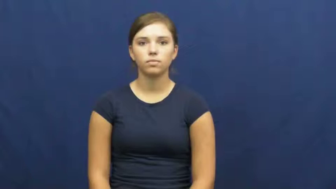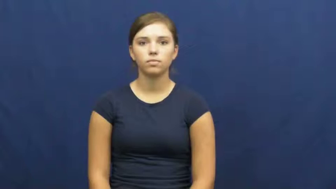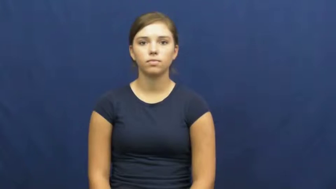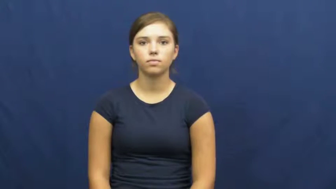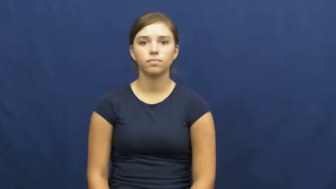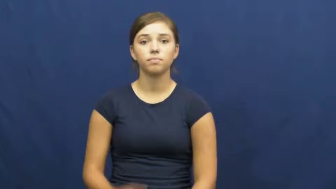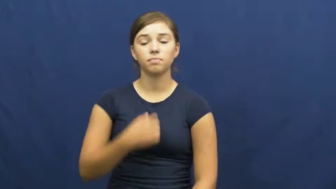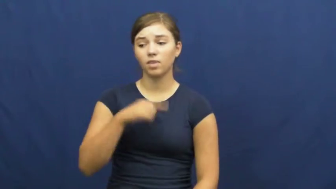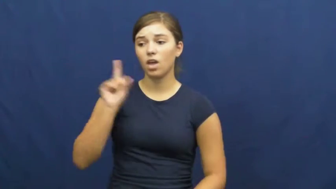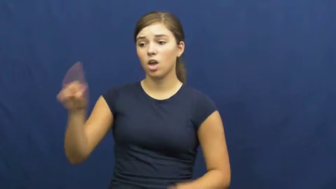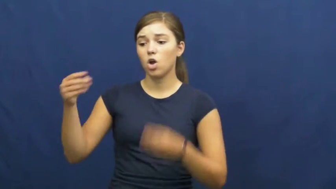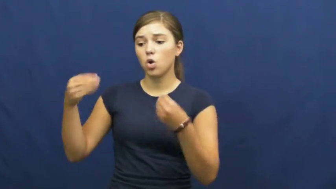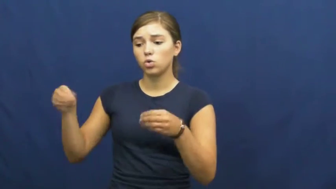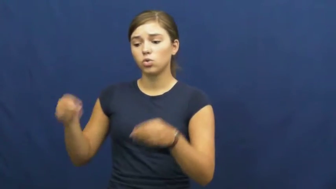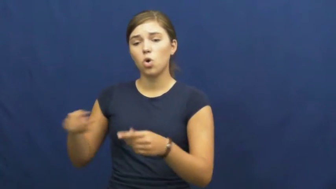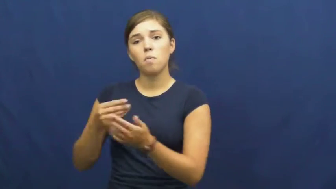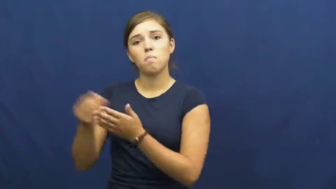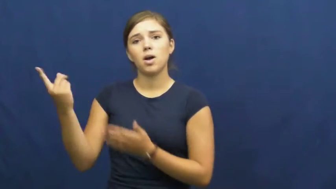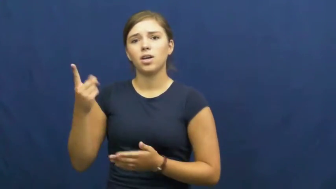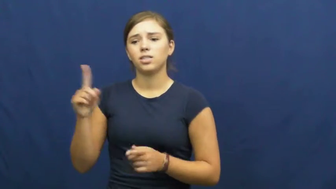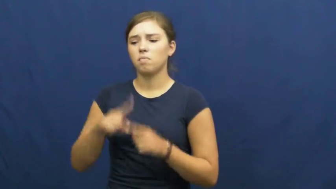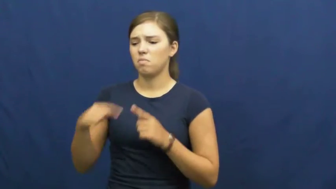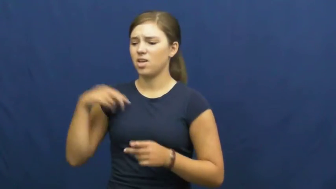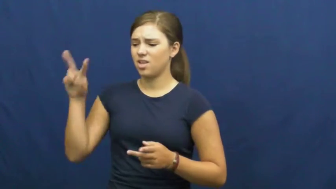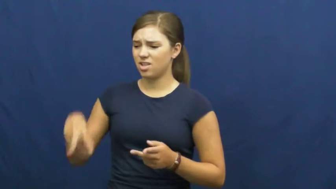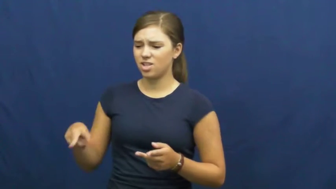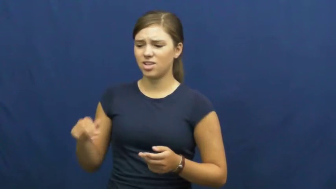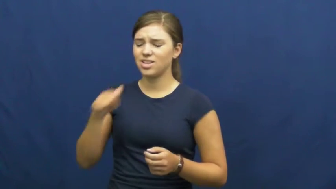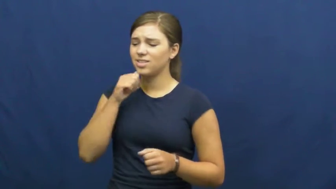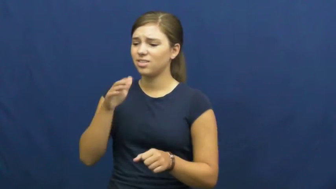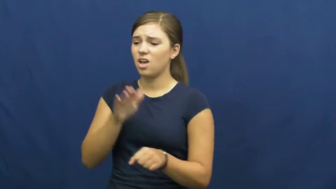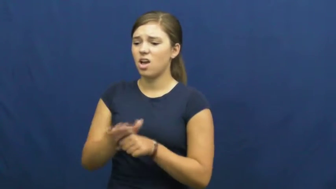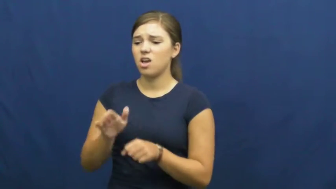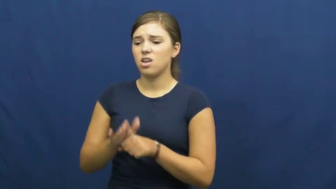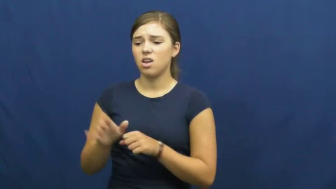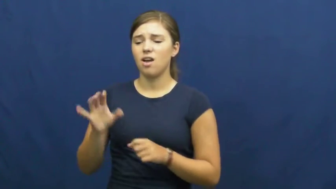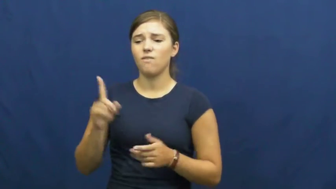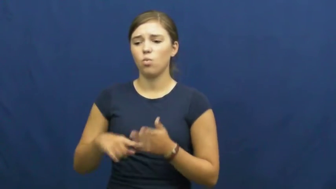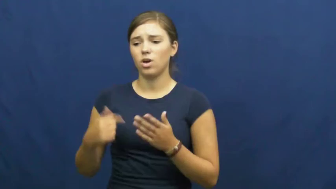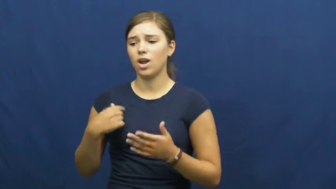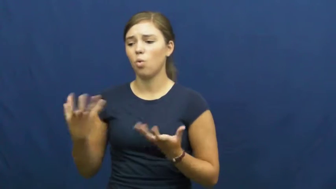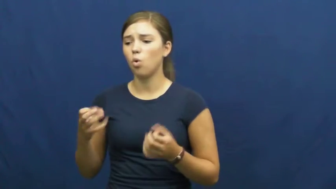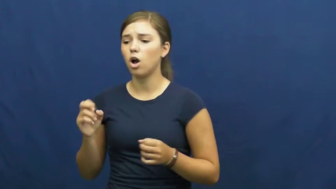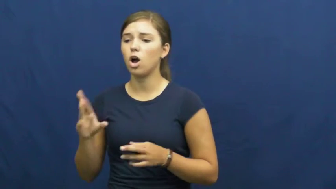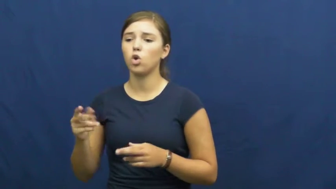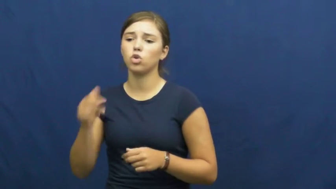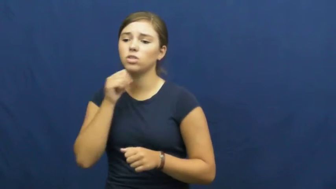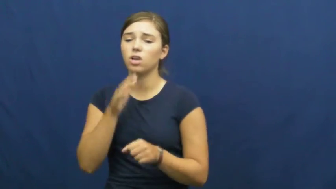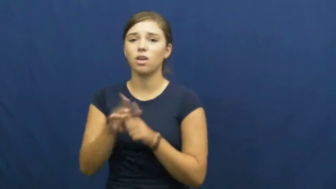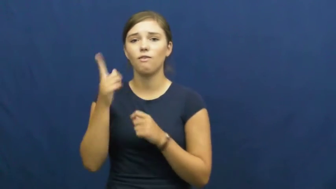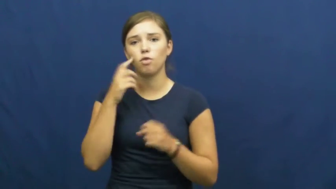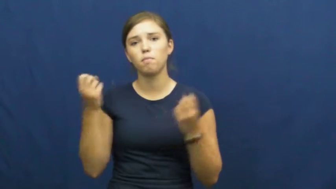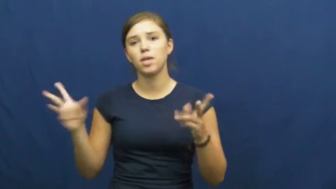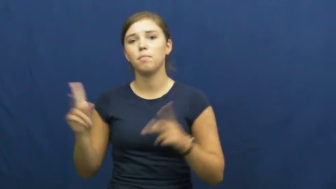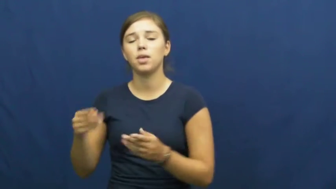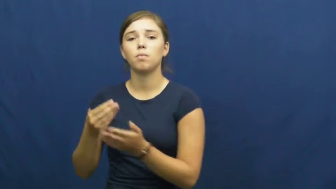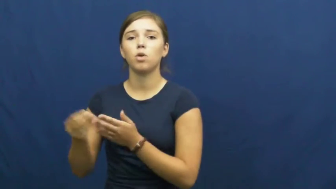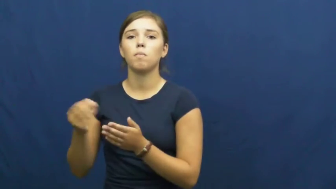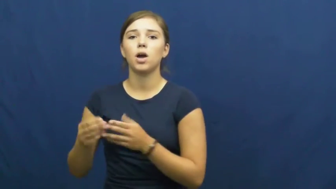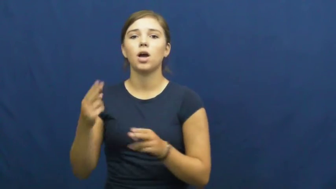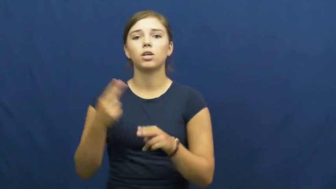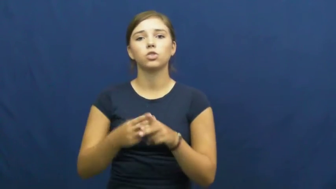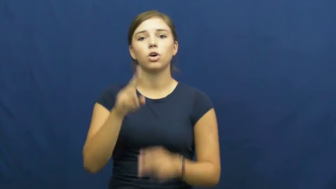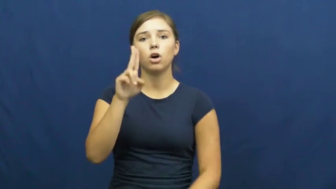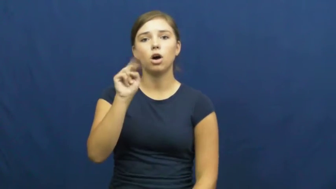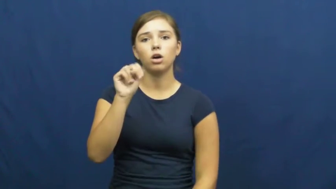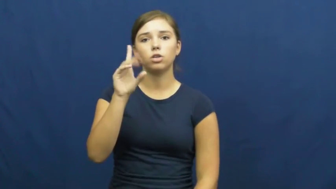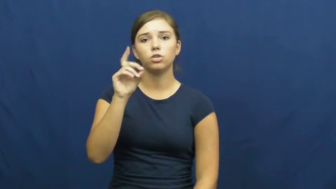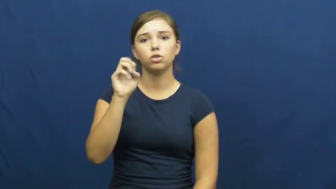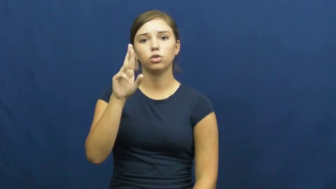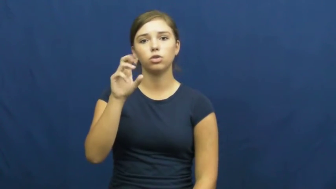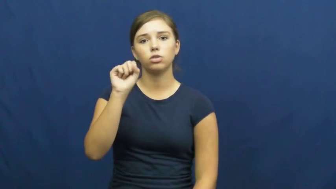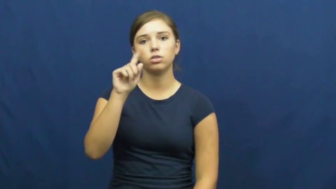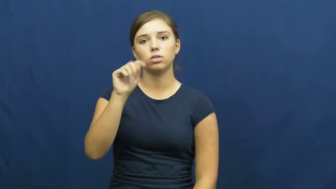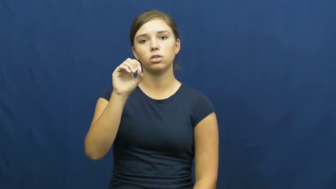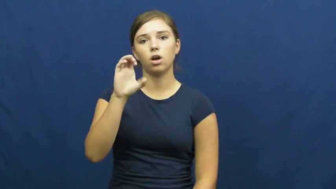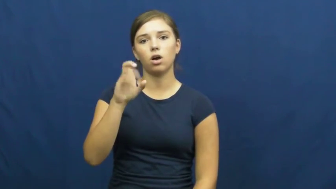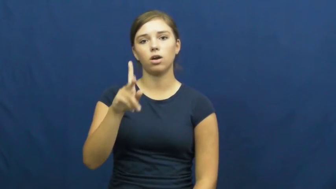understock